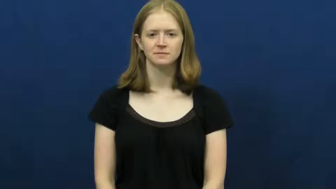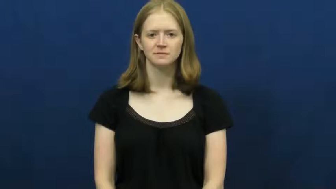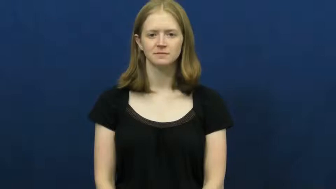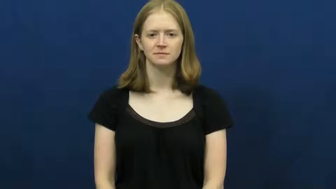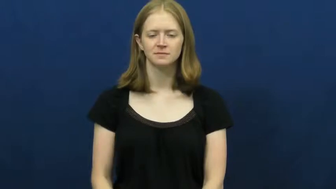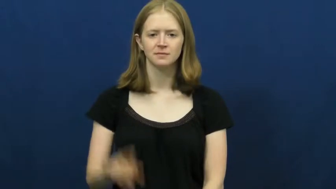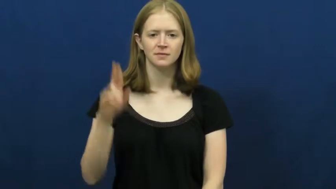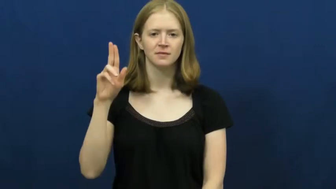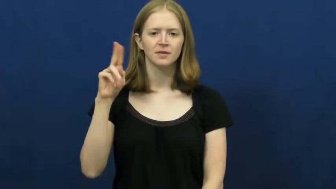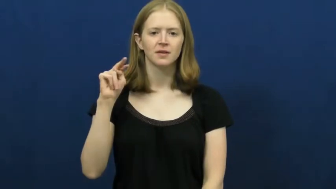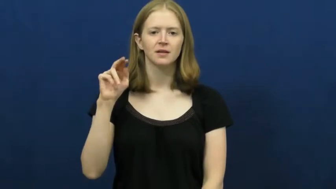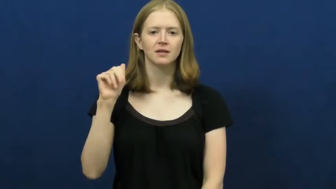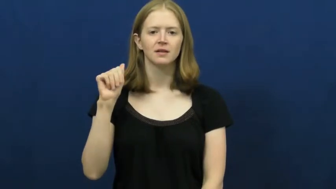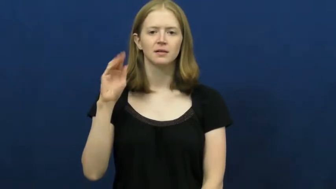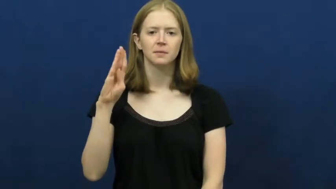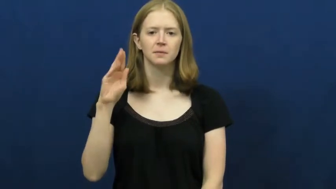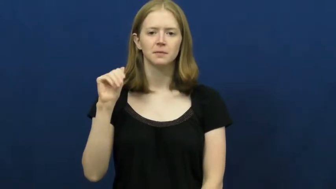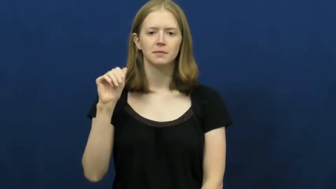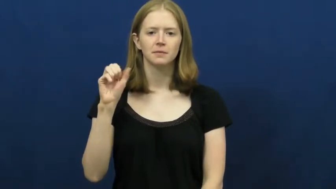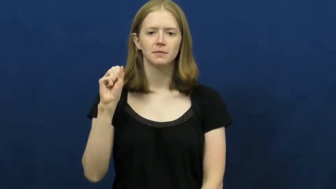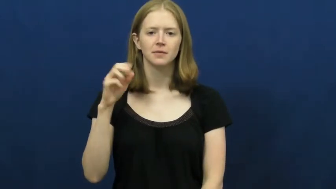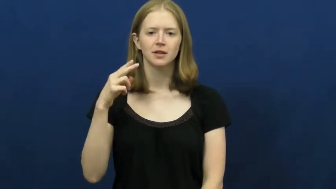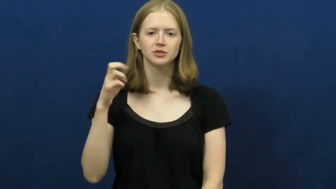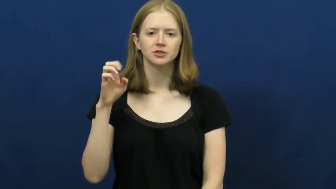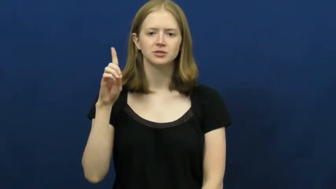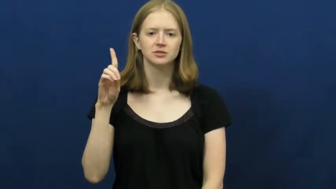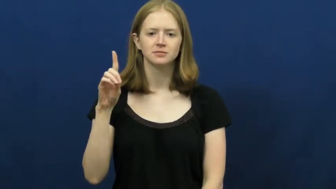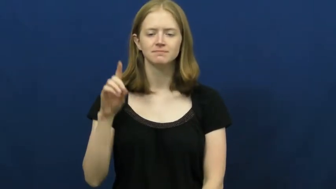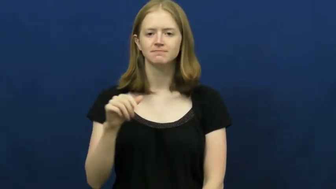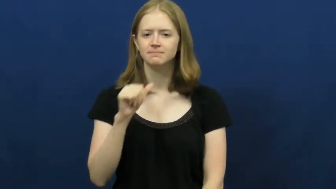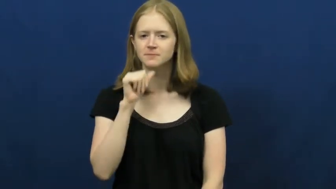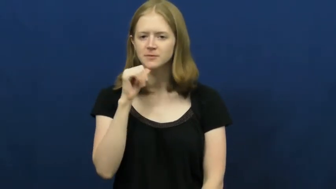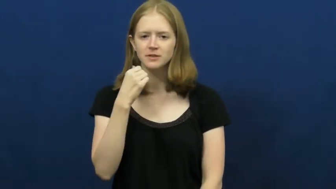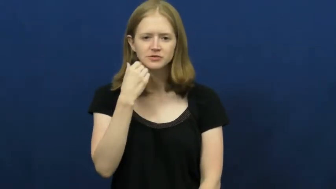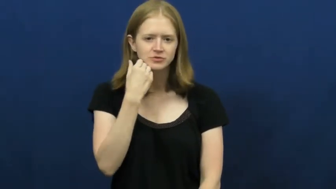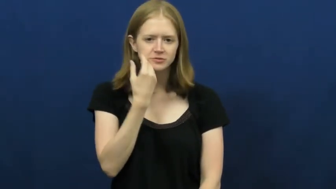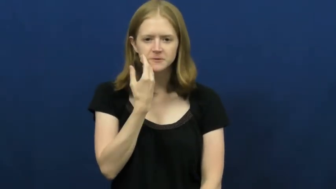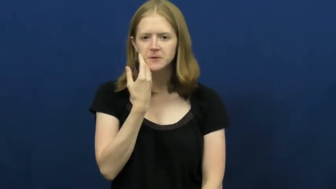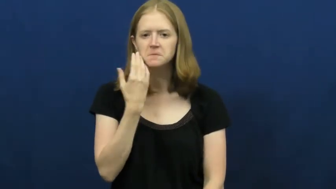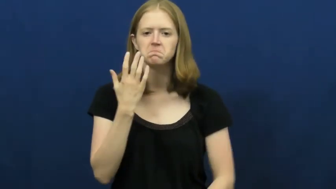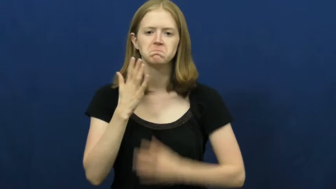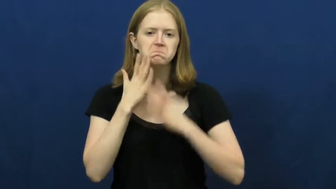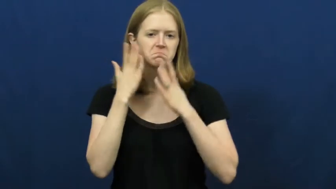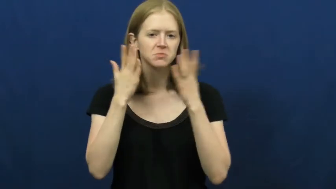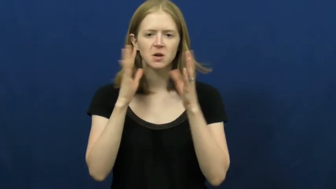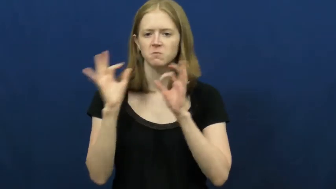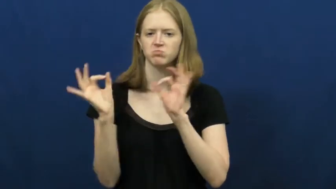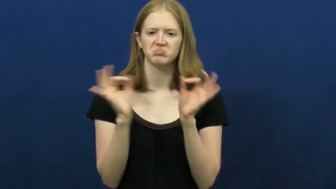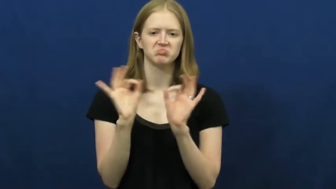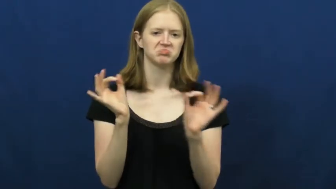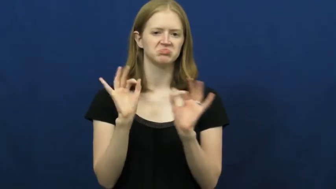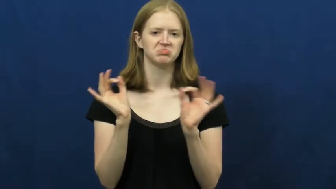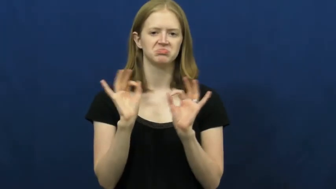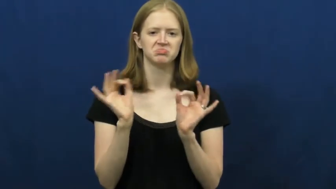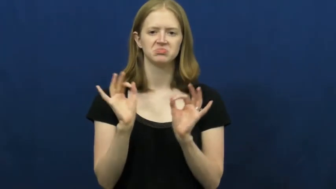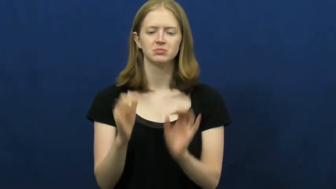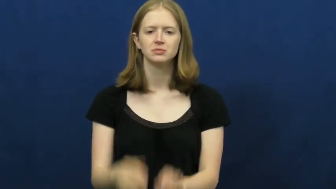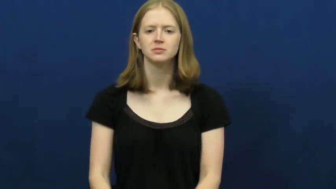unabashed